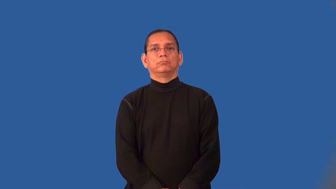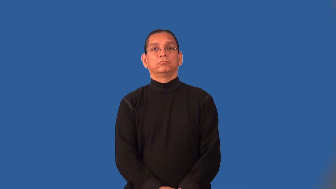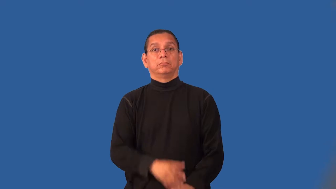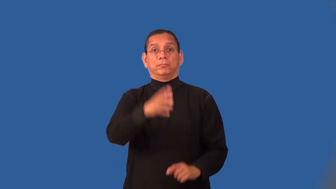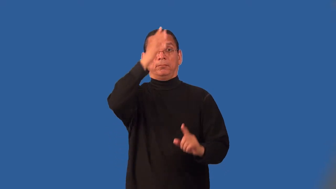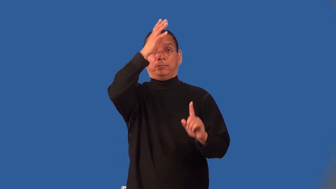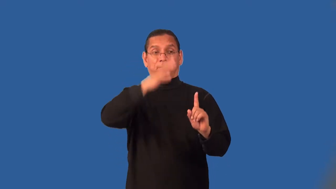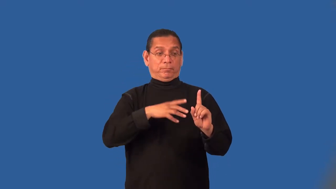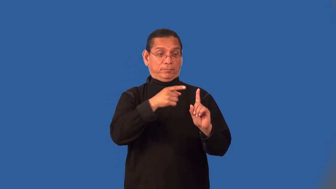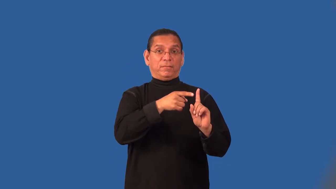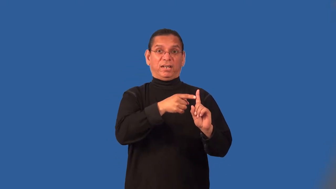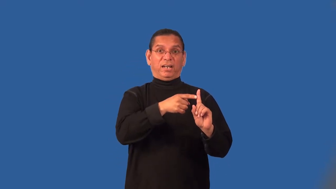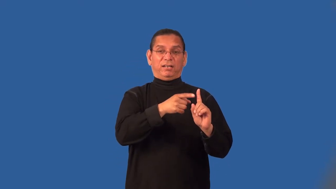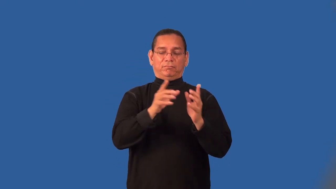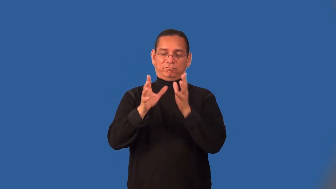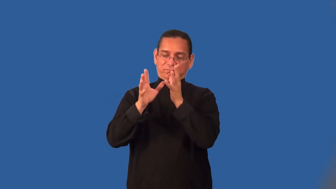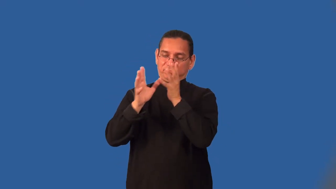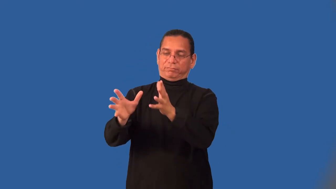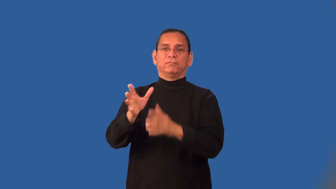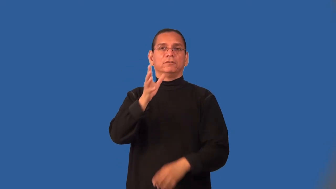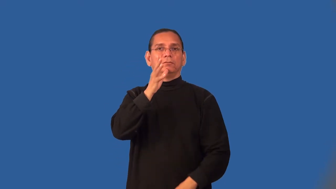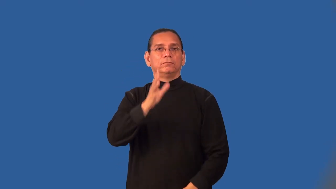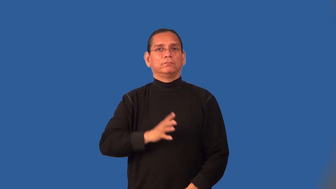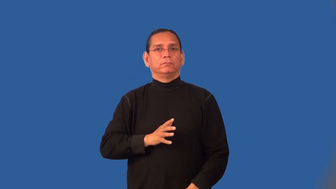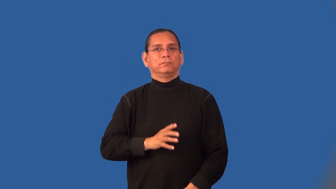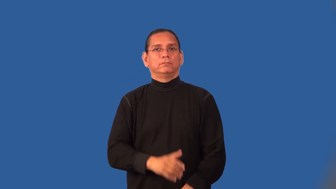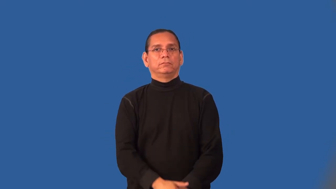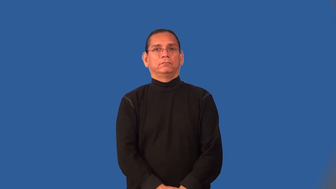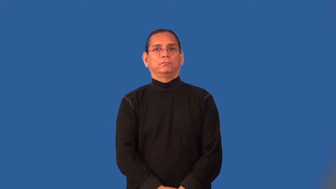misogyny